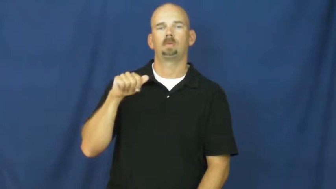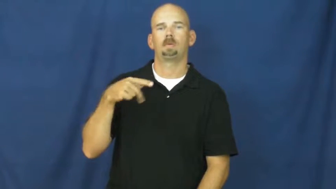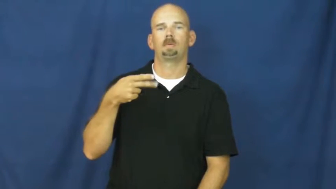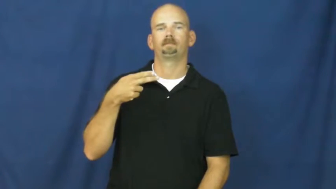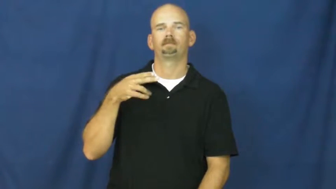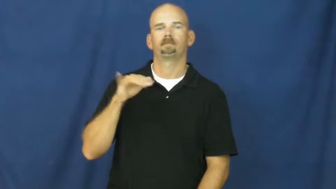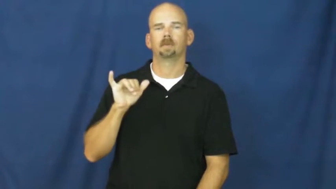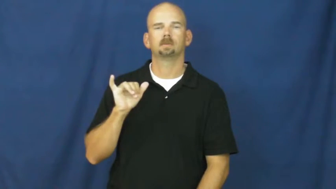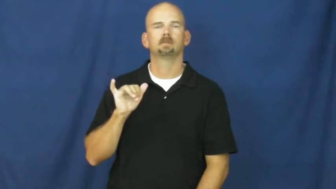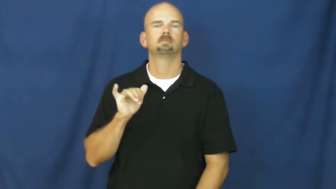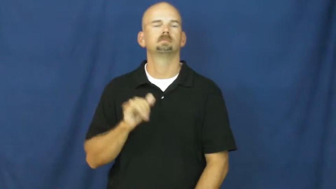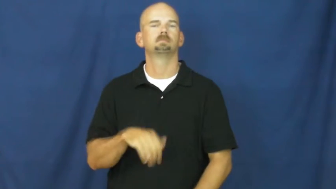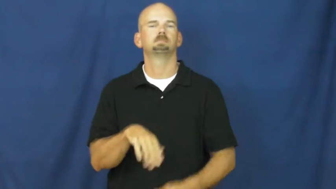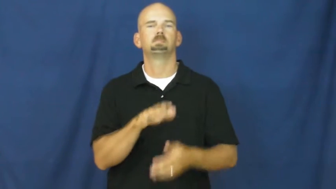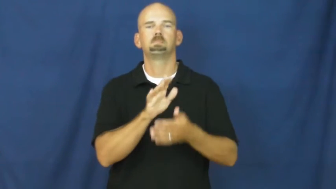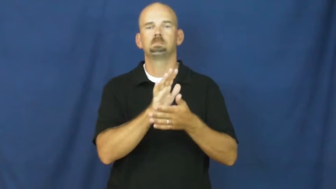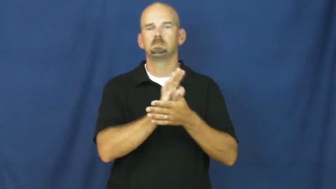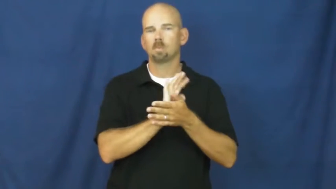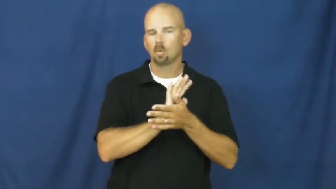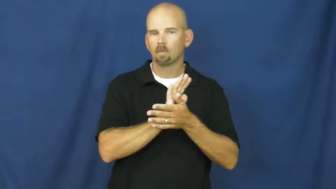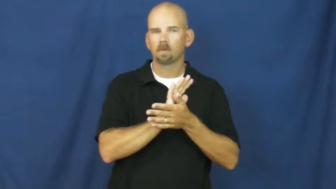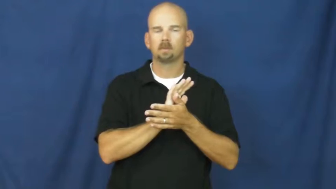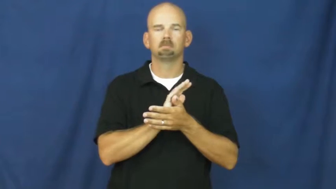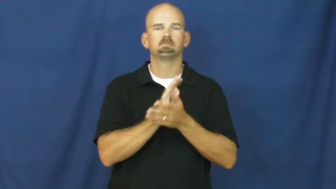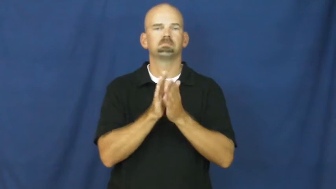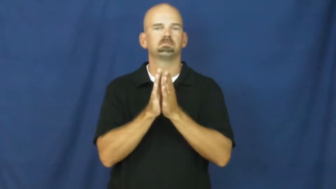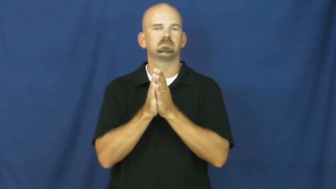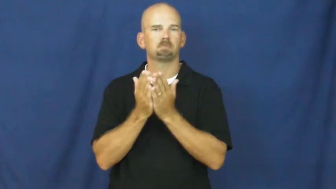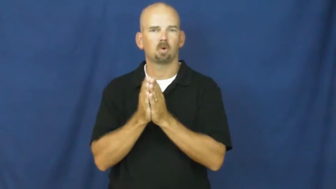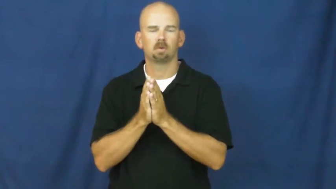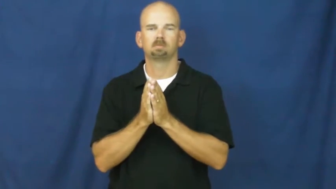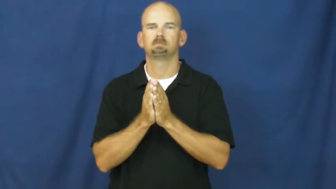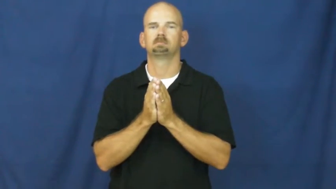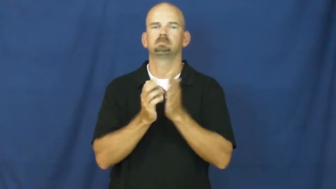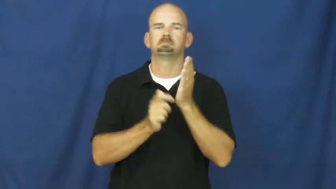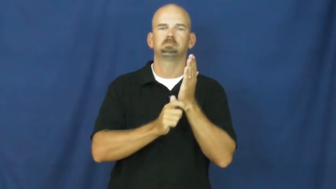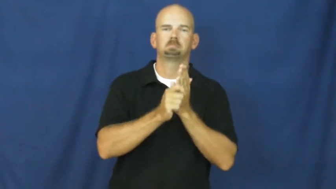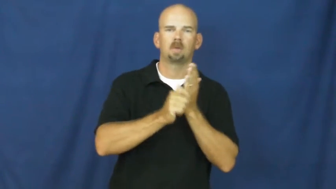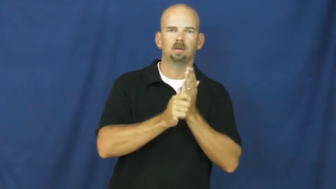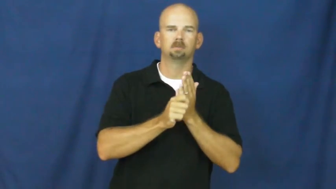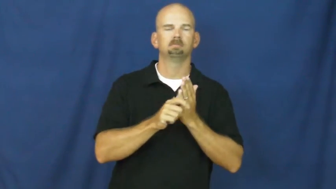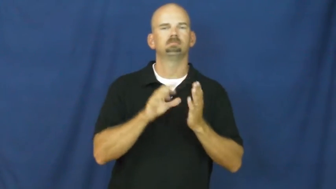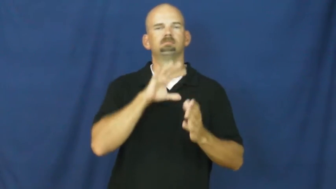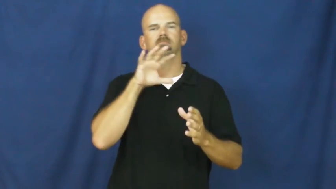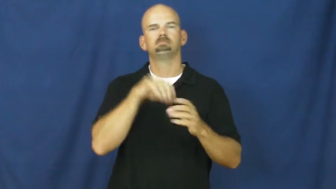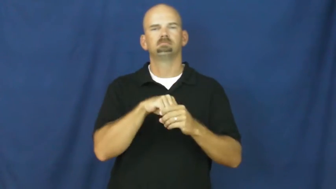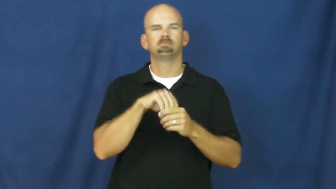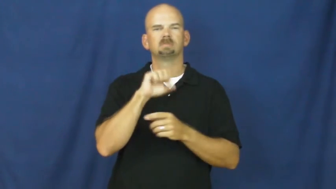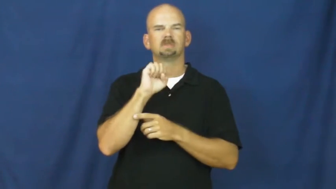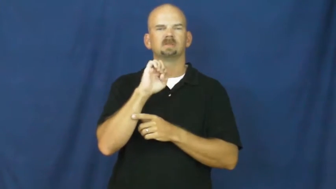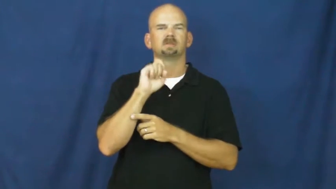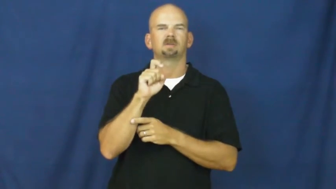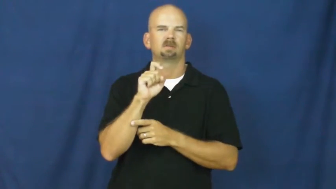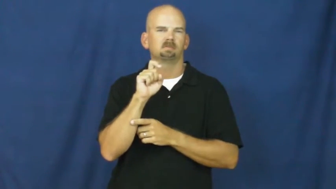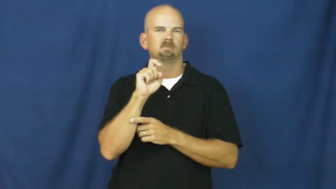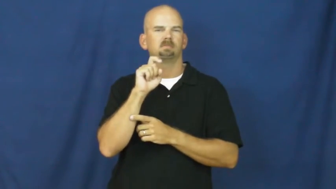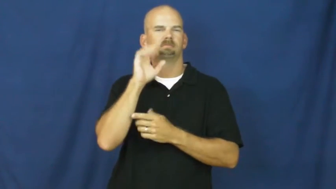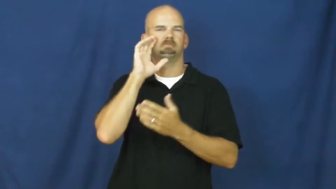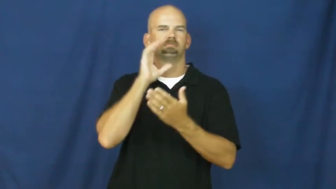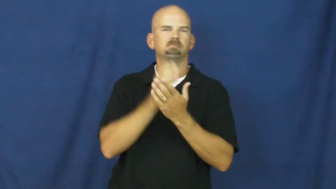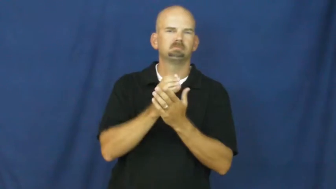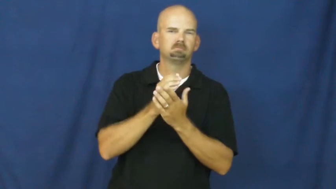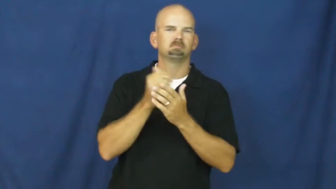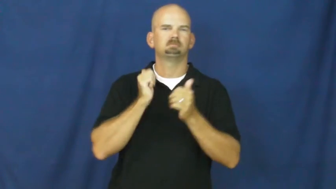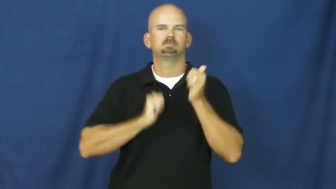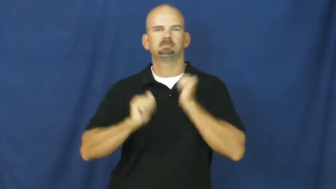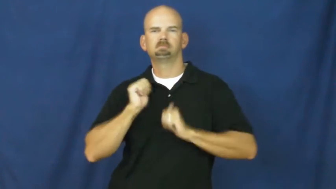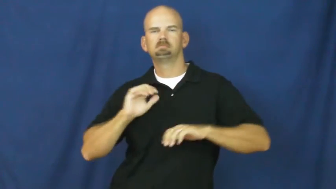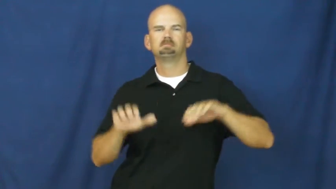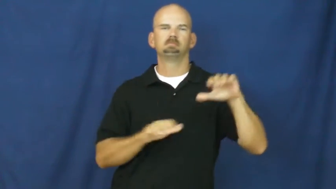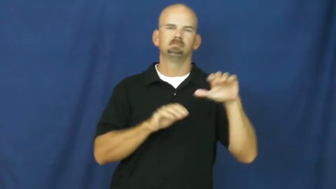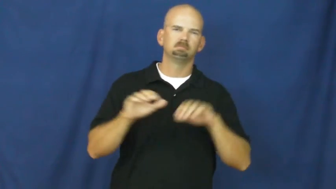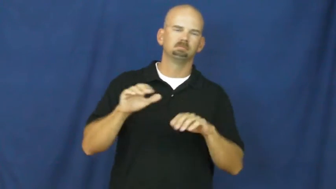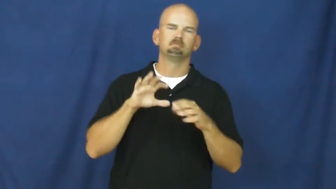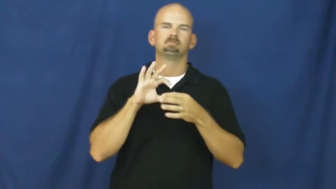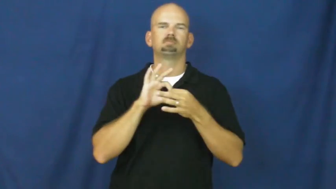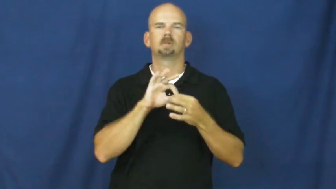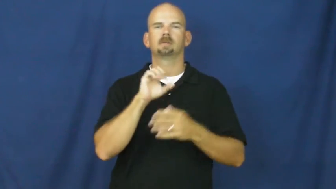pornography